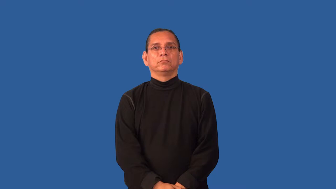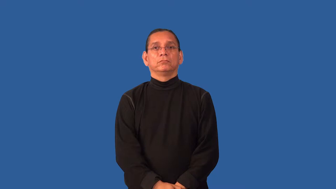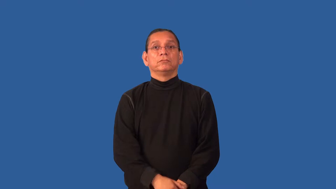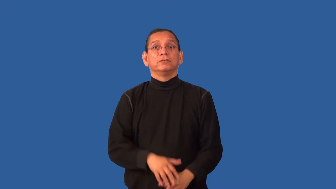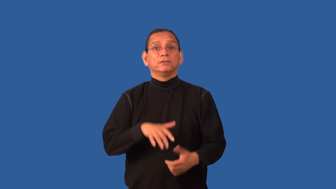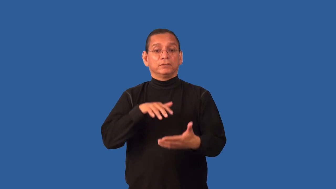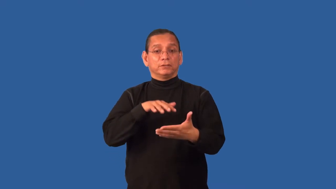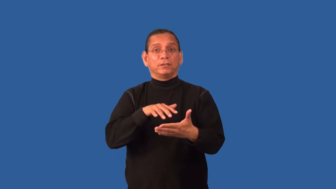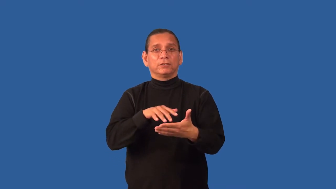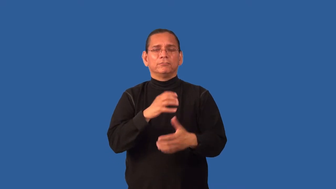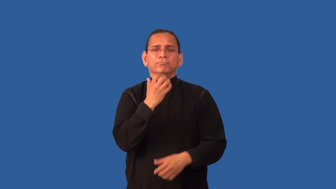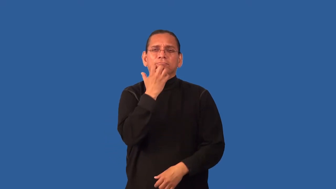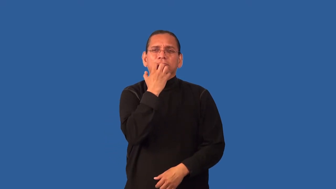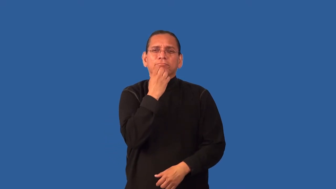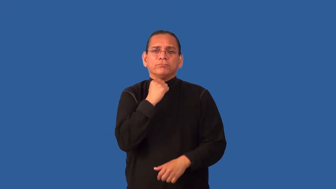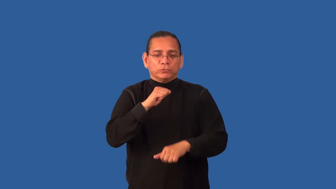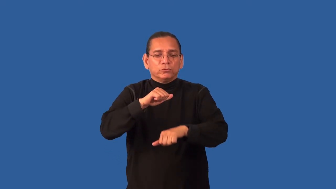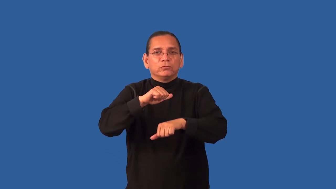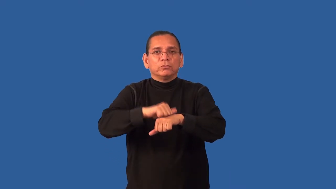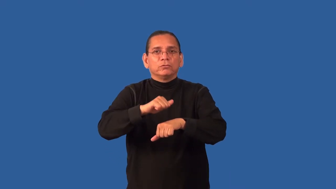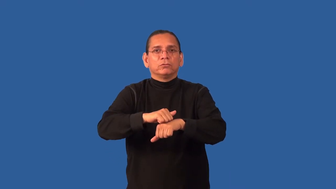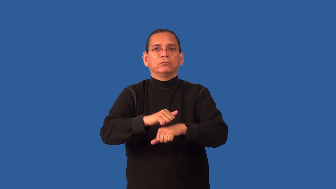gemology